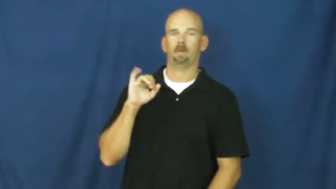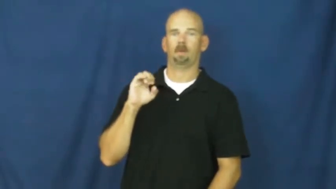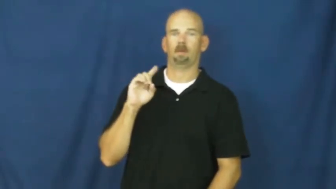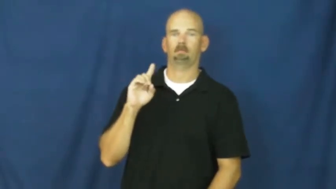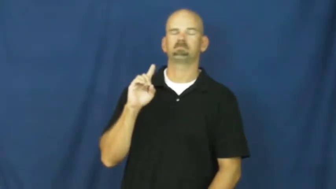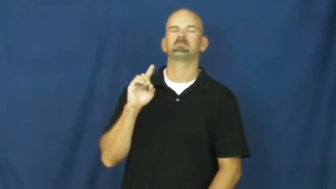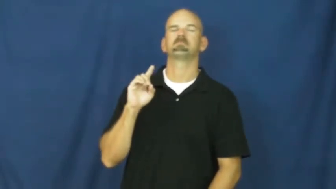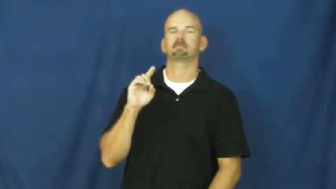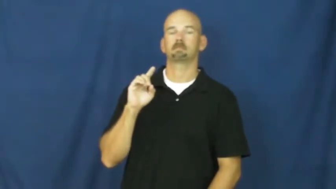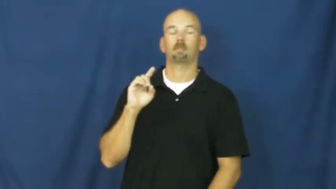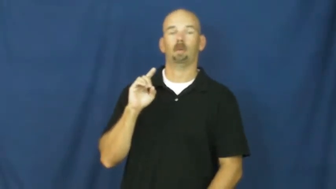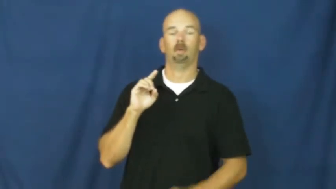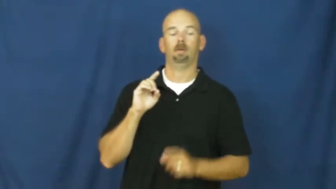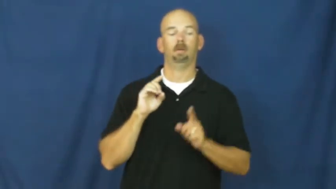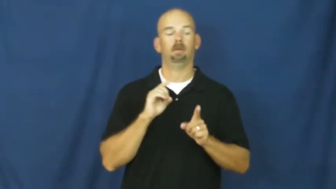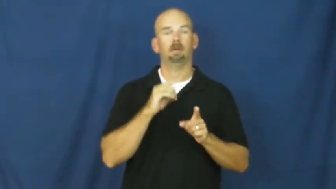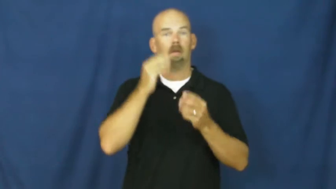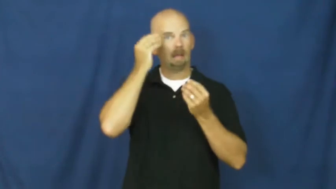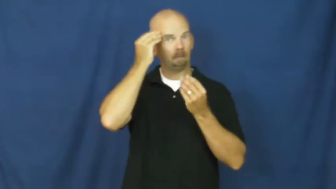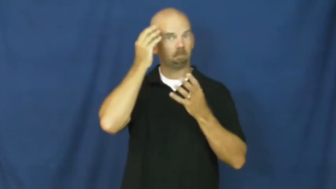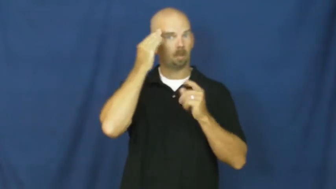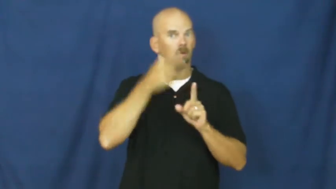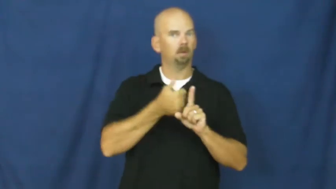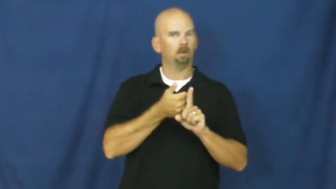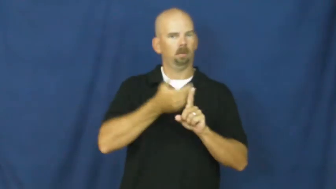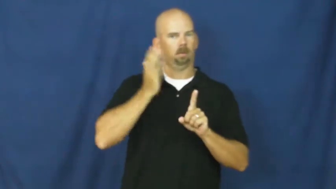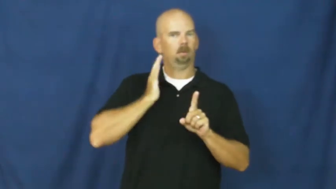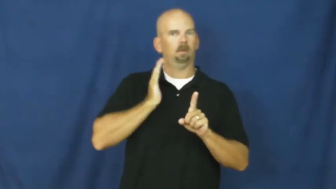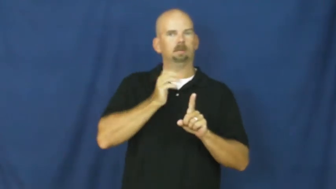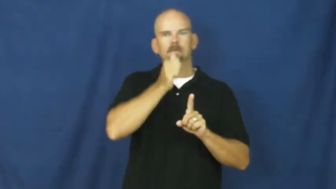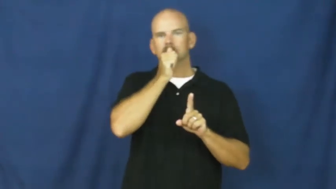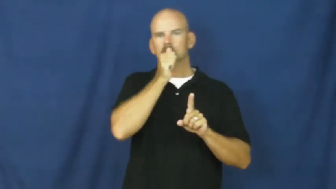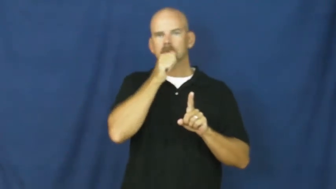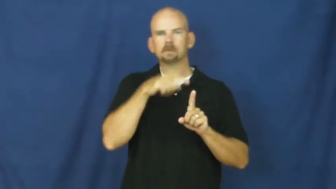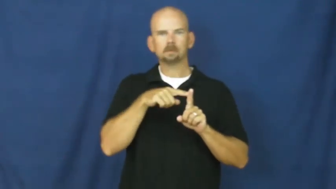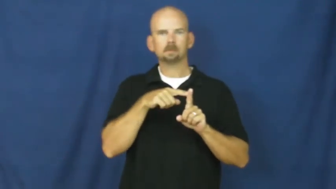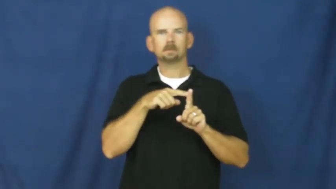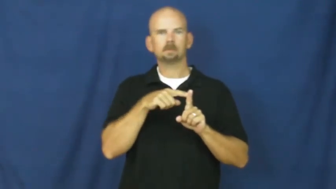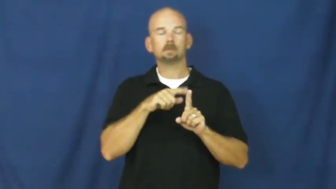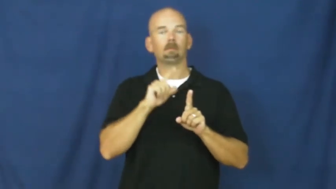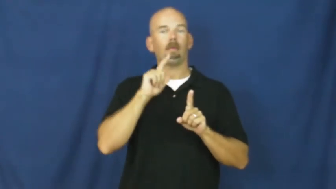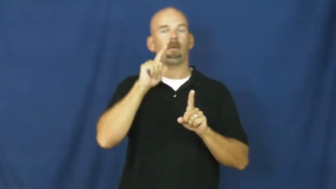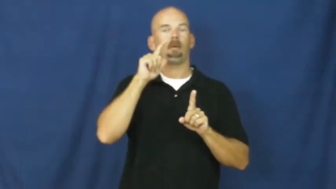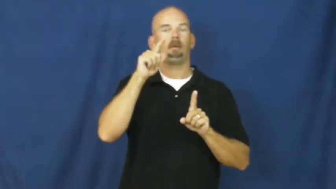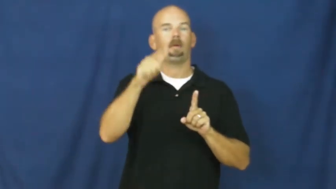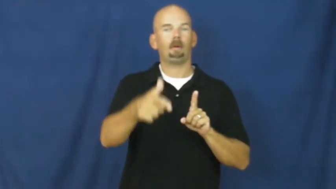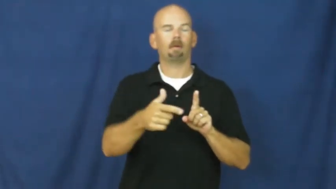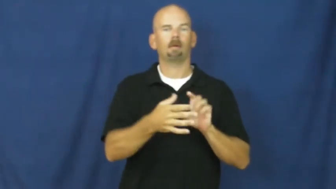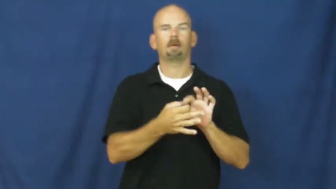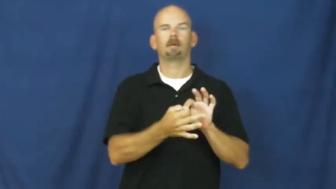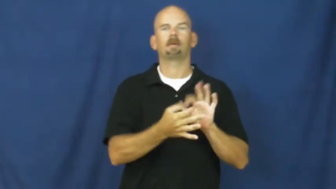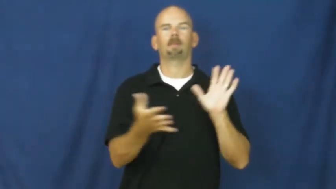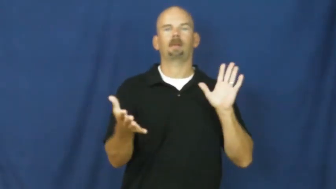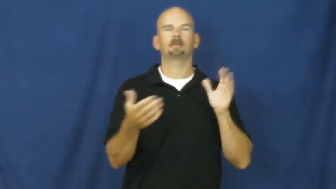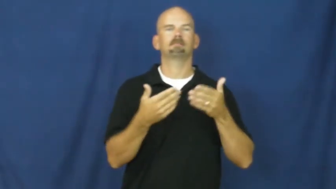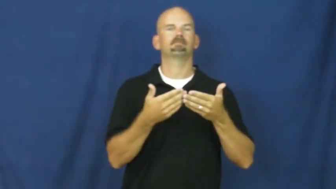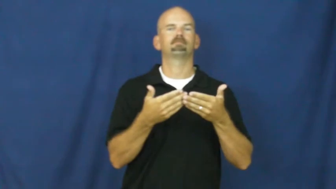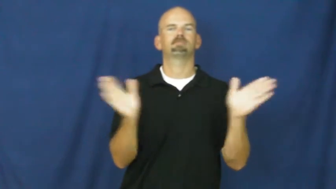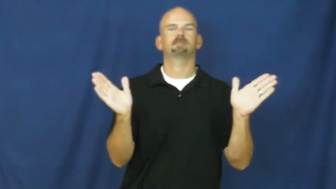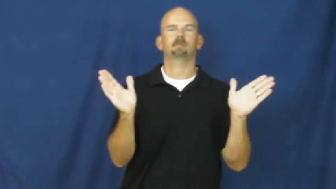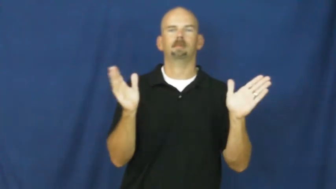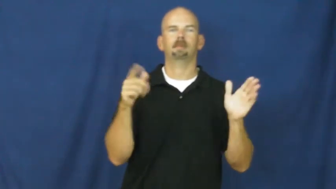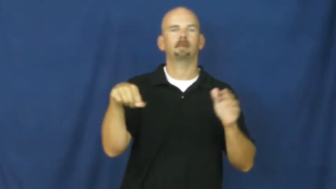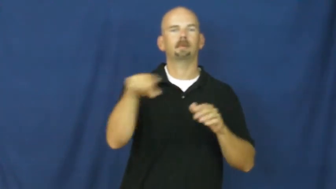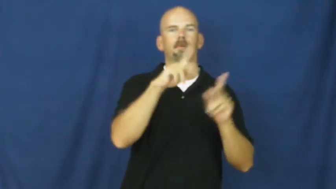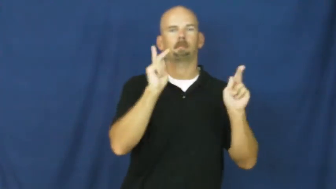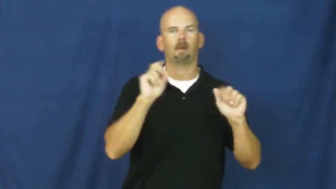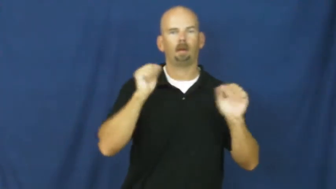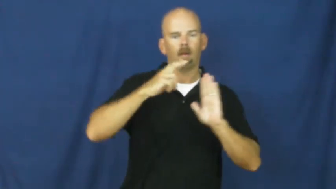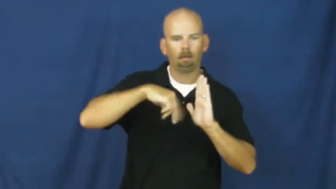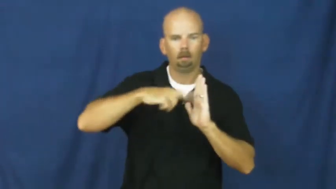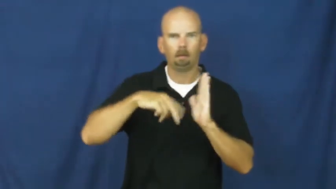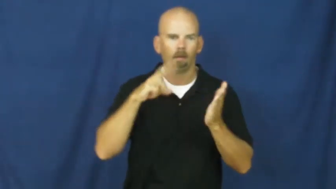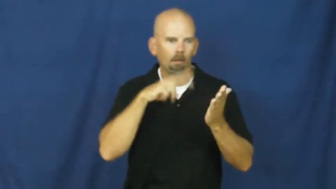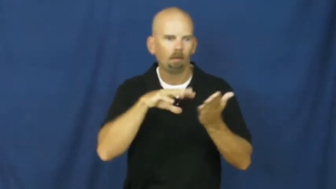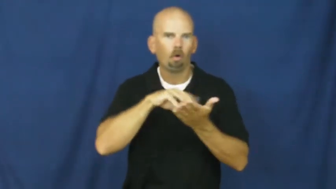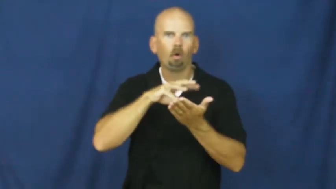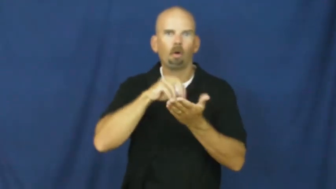unclassified